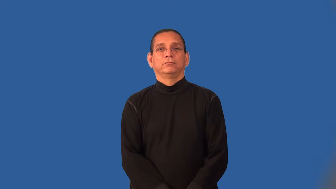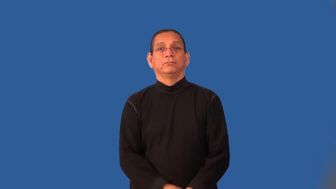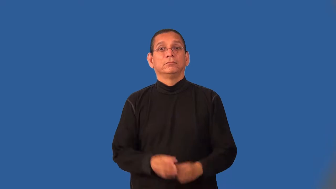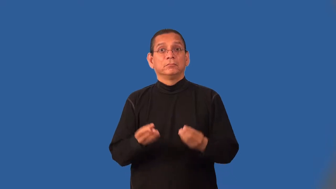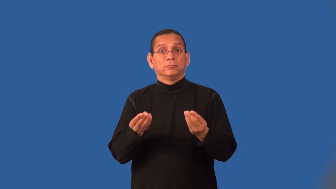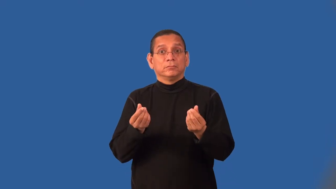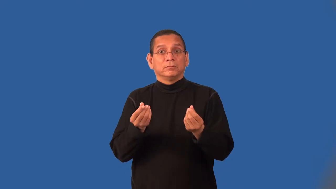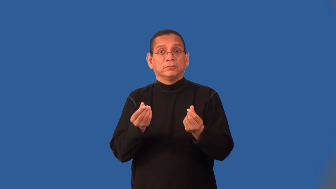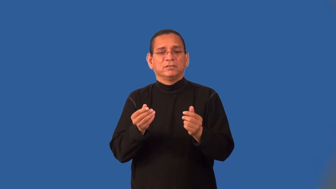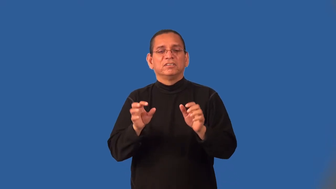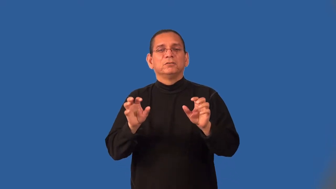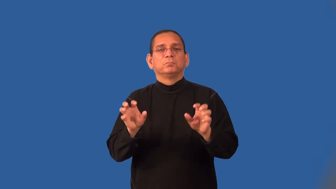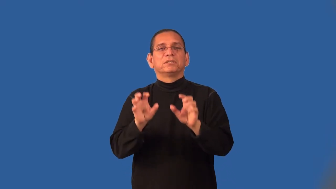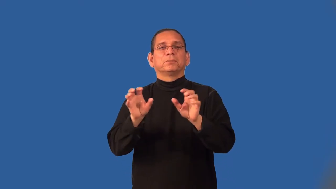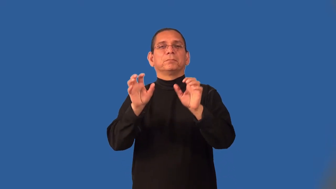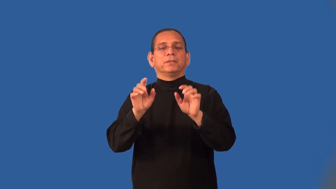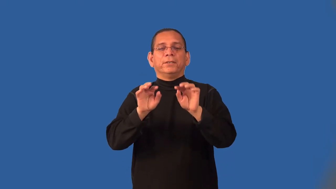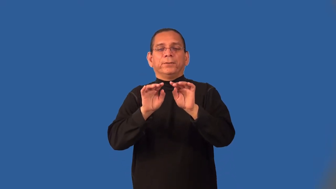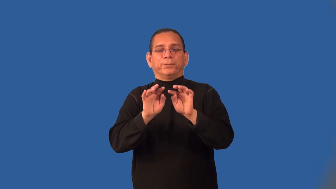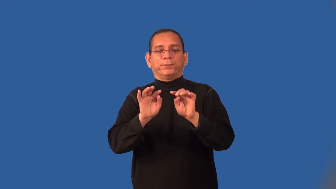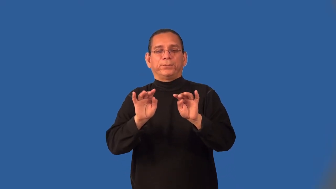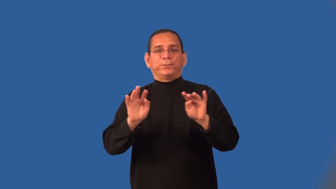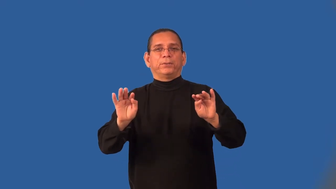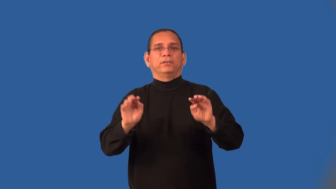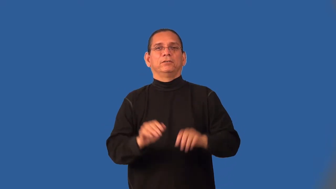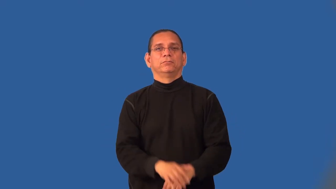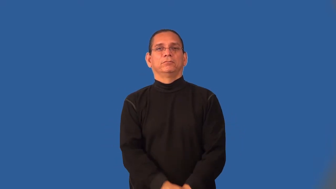lacey,lacy